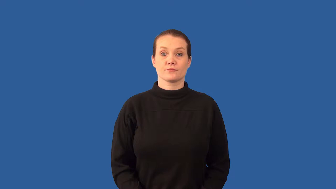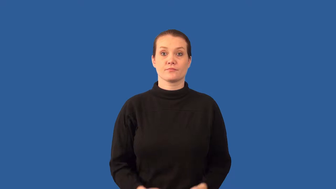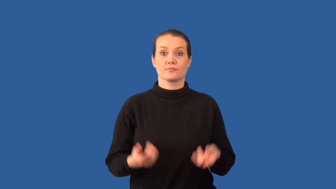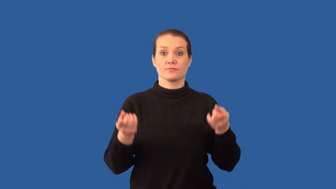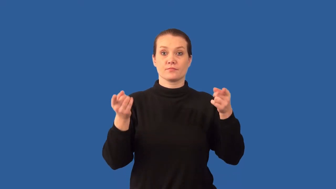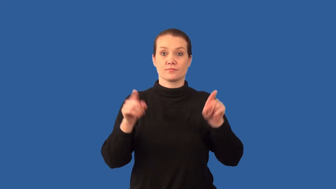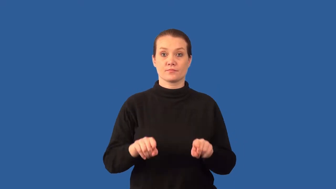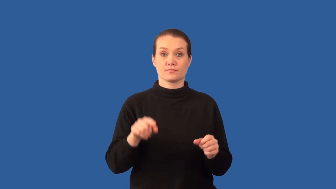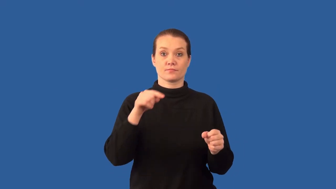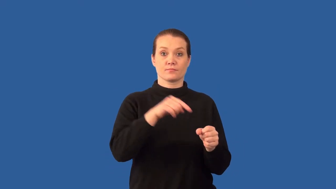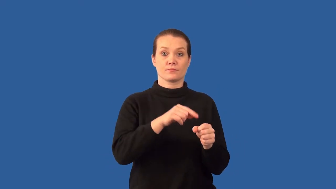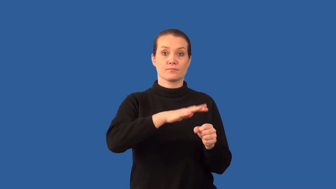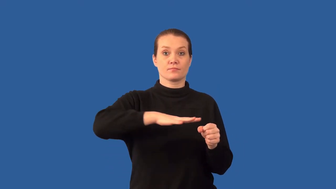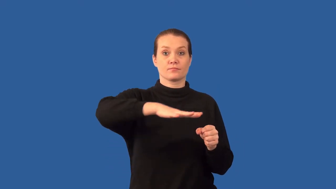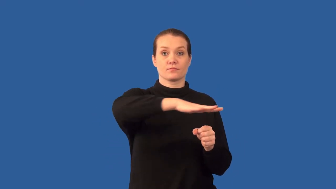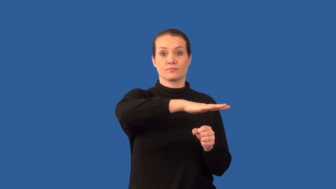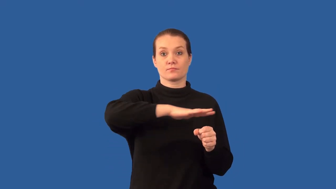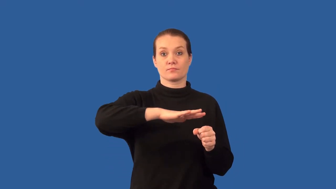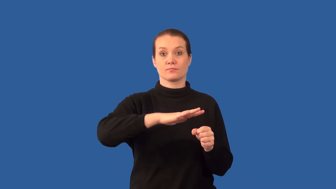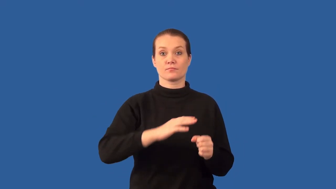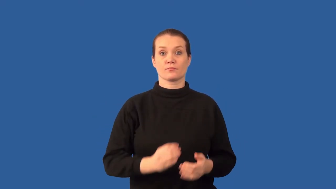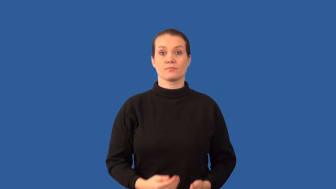endemic-nature